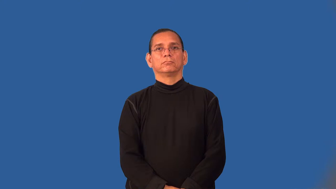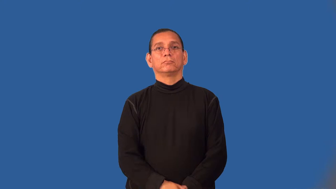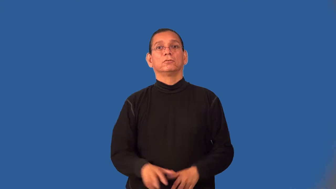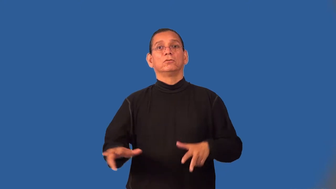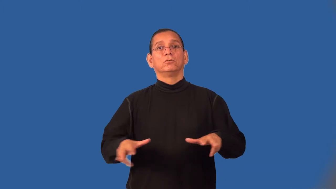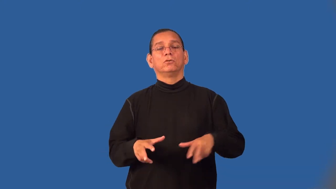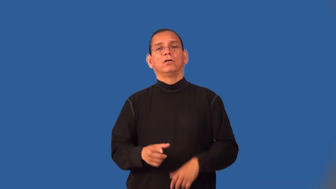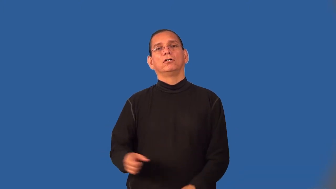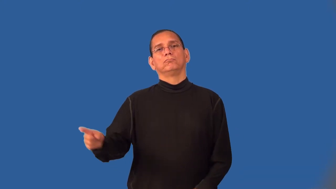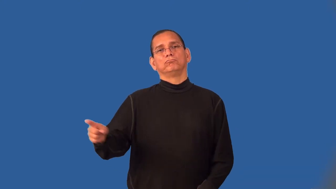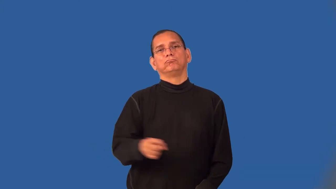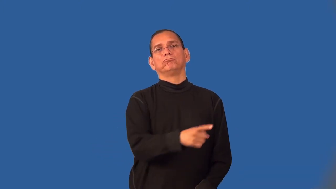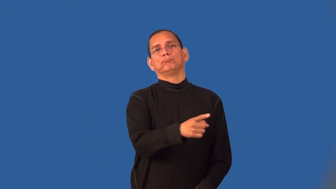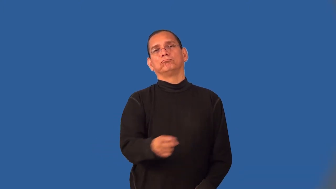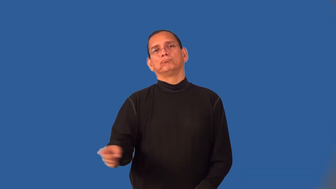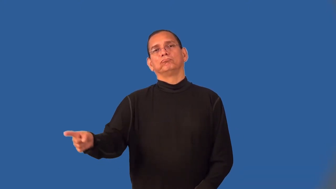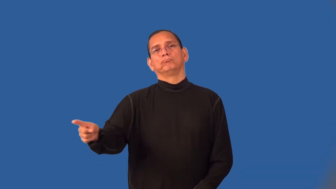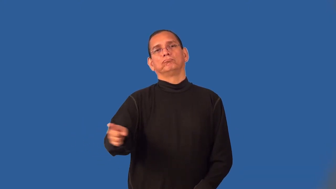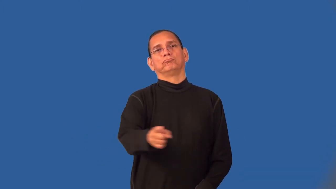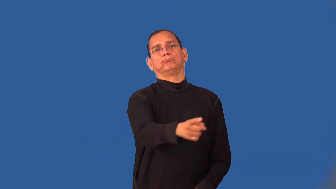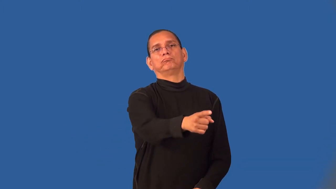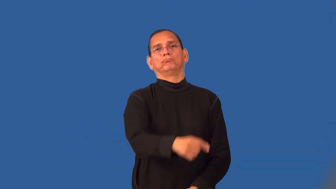wayfaring